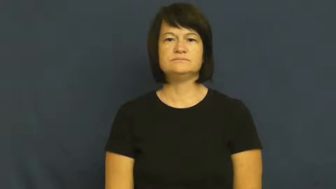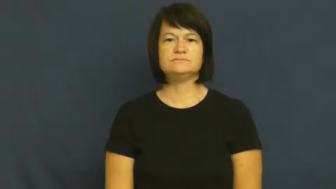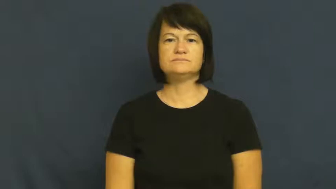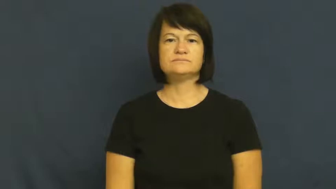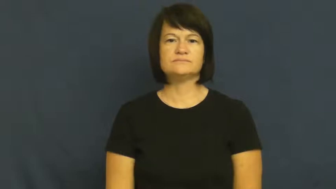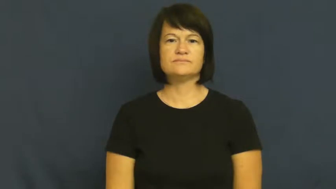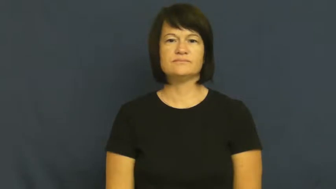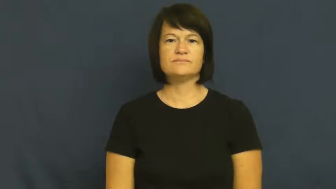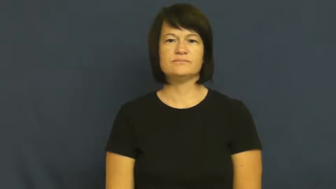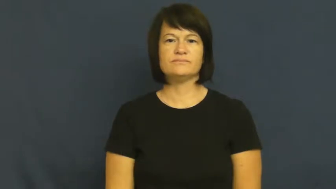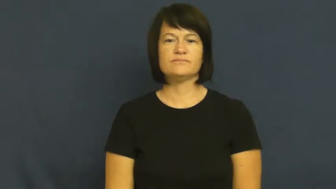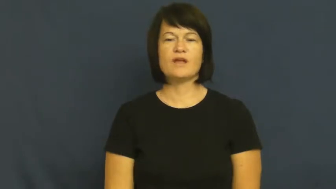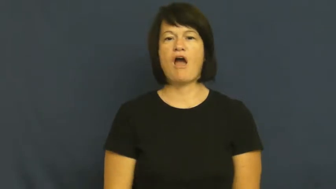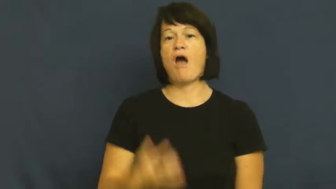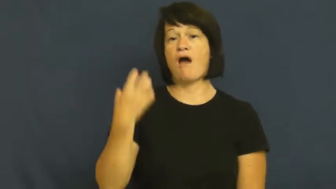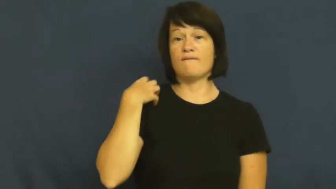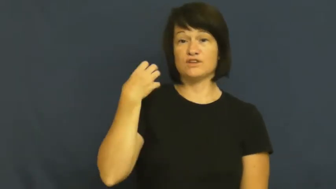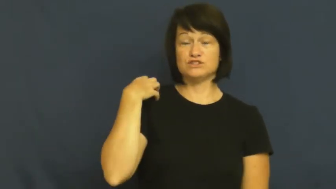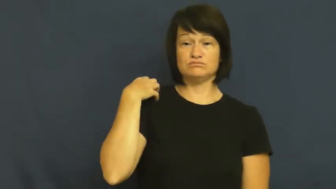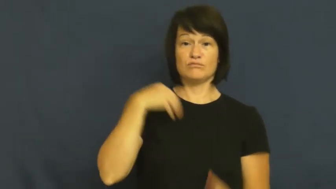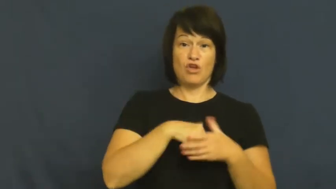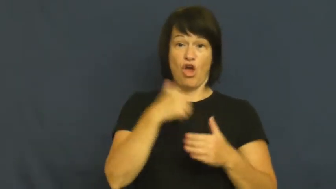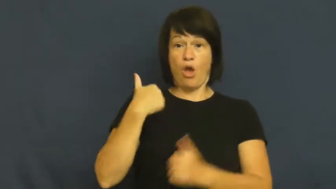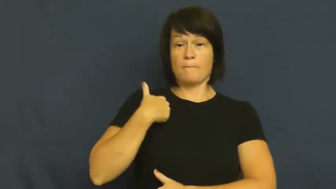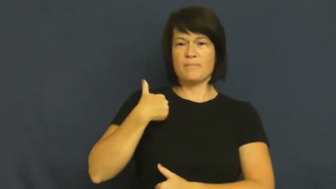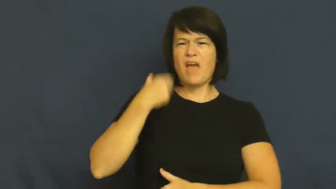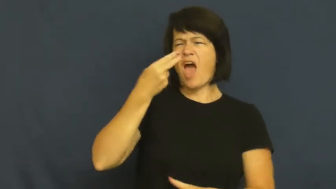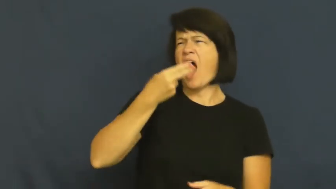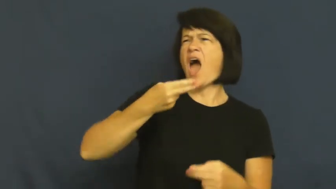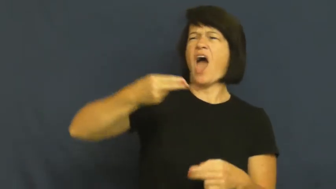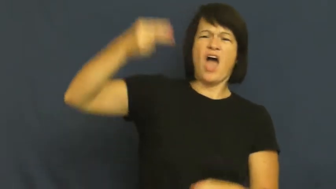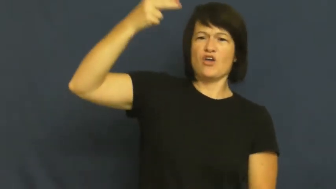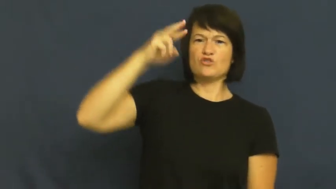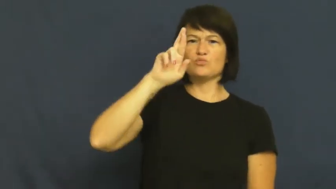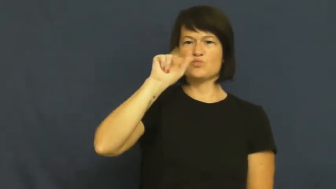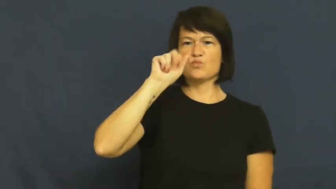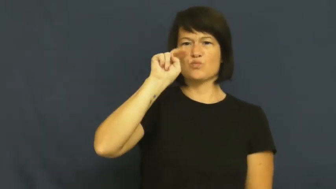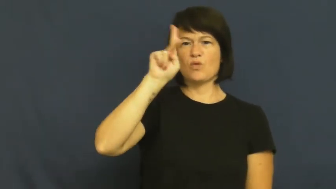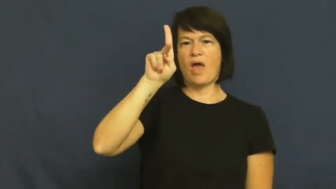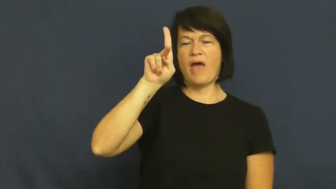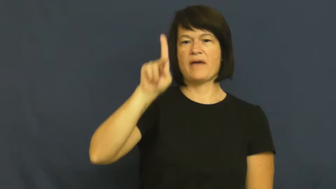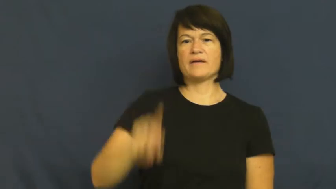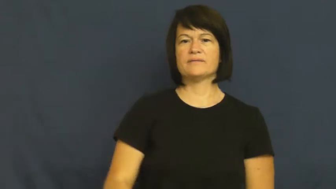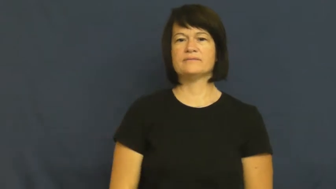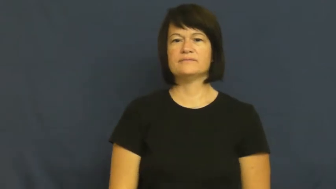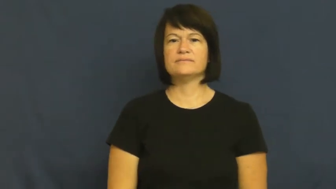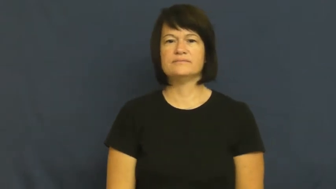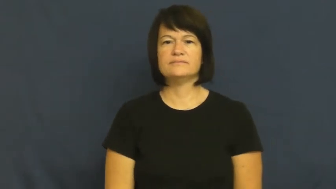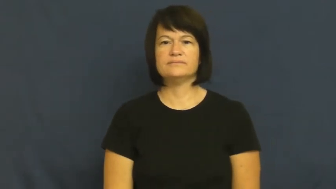general-army